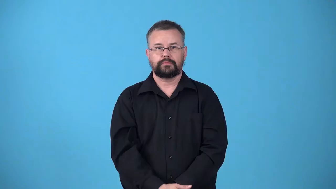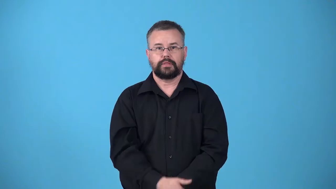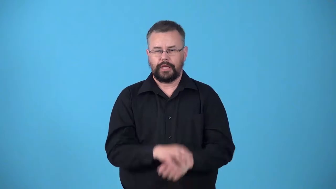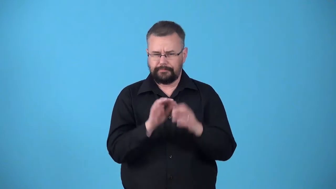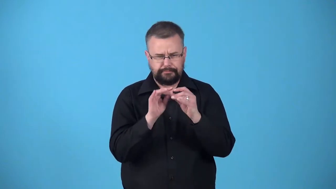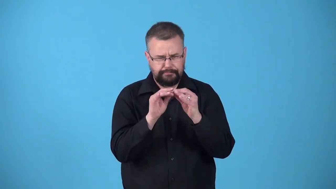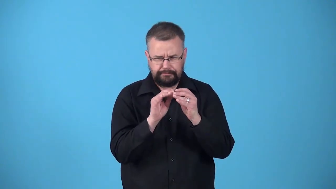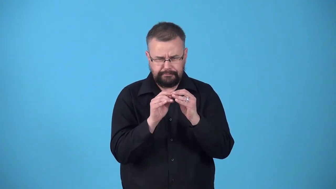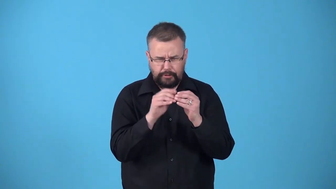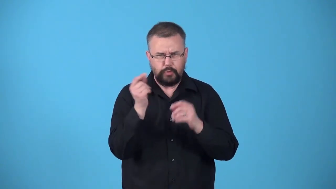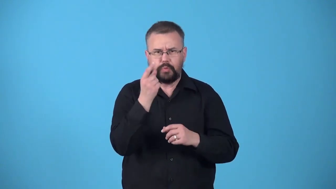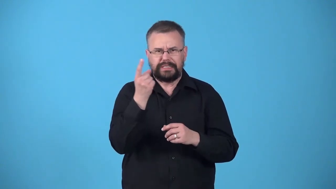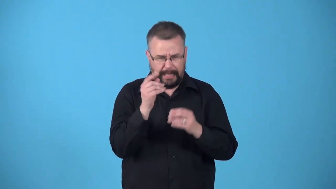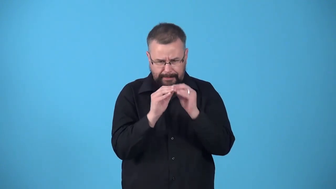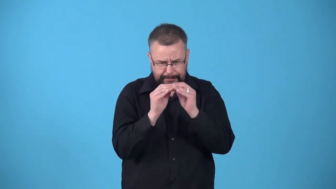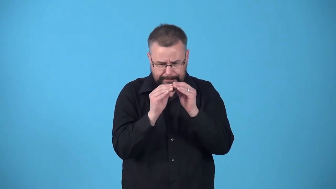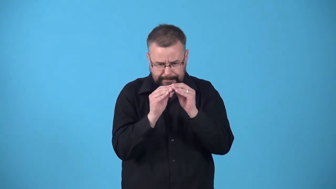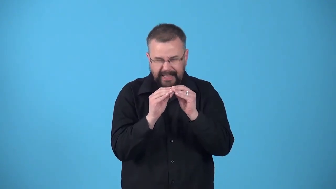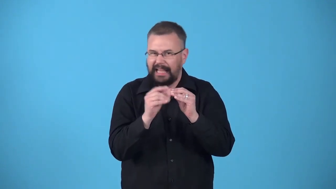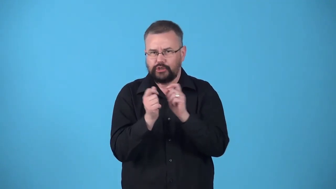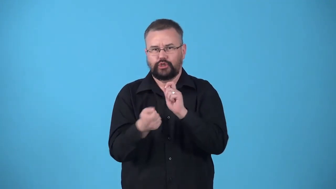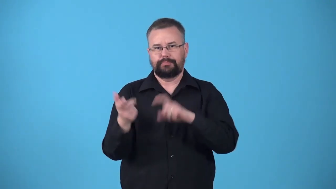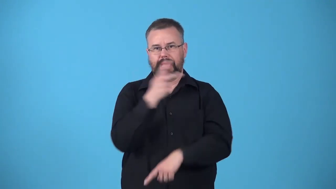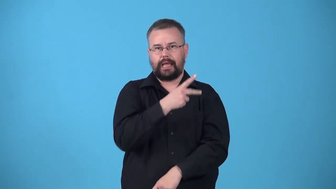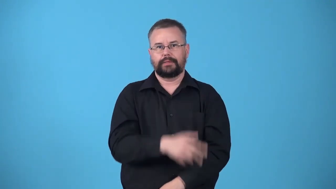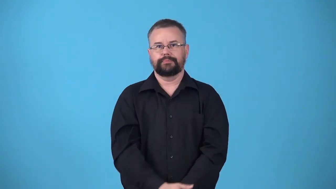unfix-change something that was done